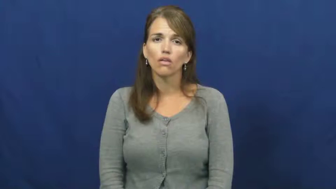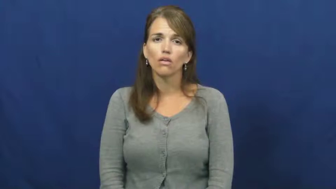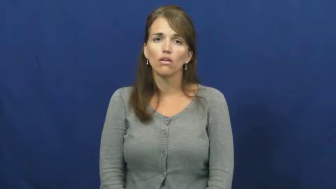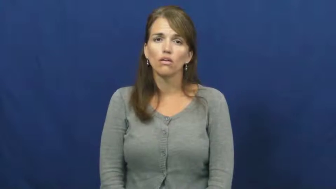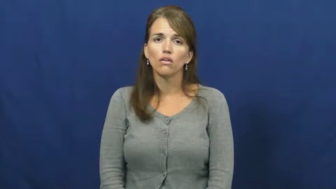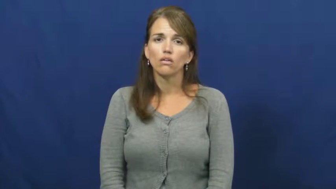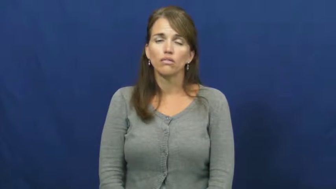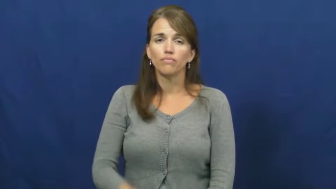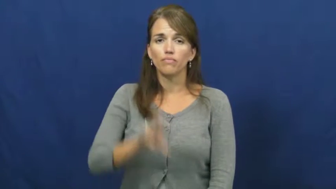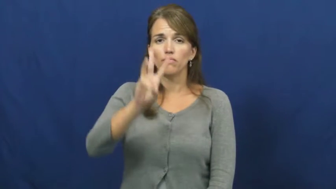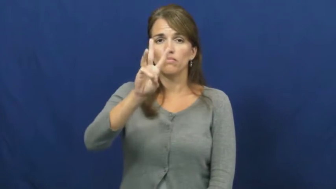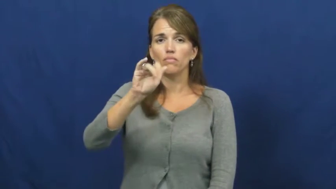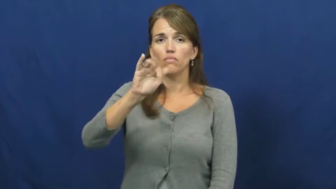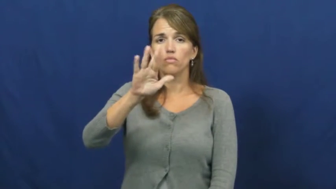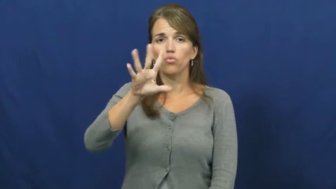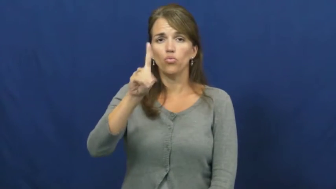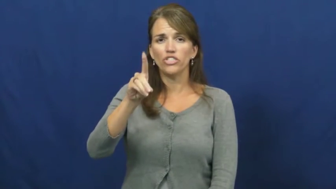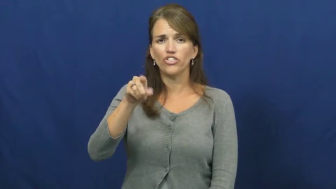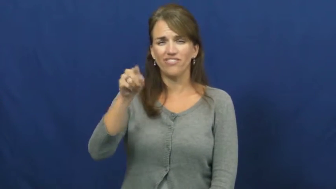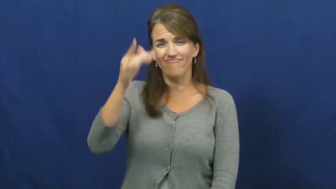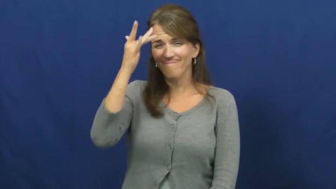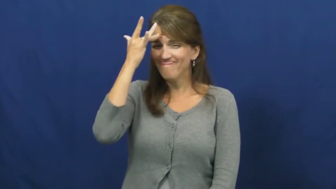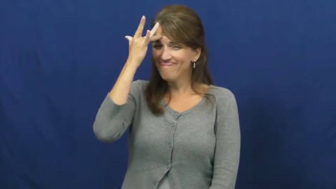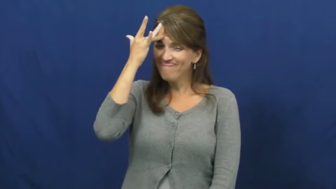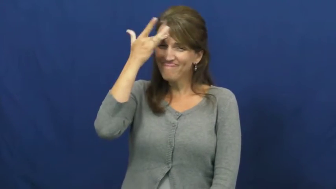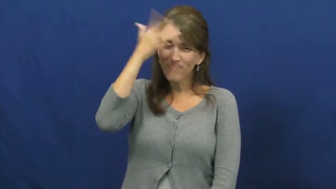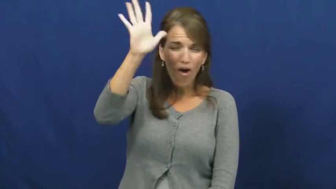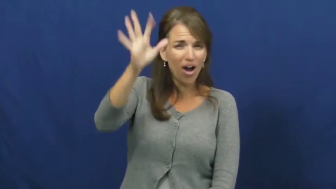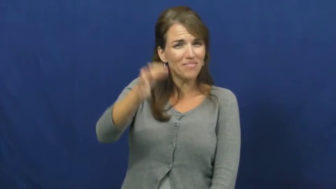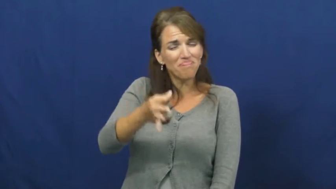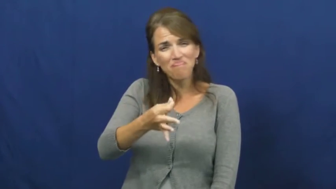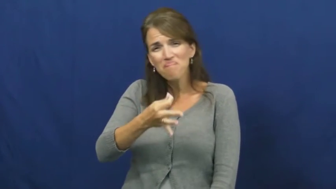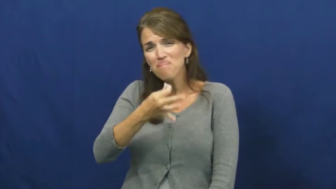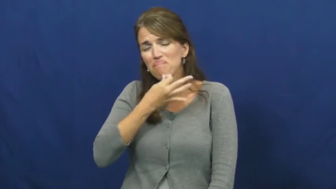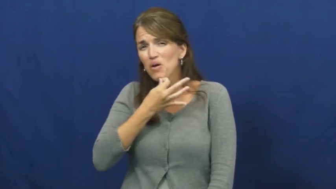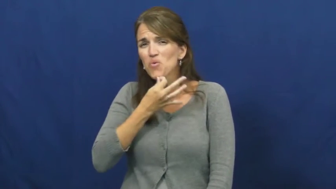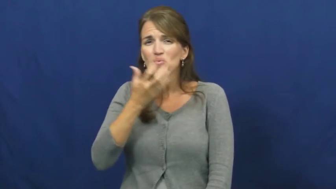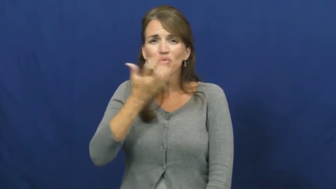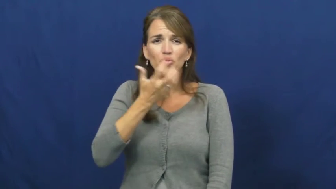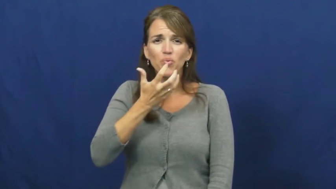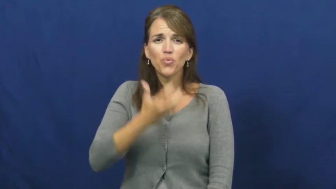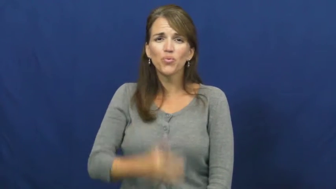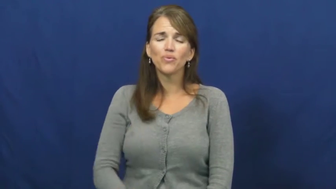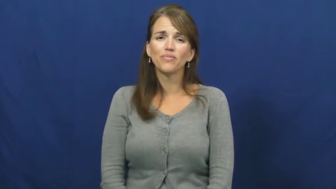wizard-skilled